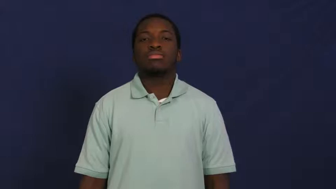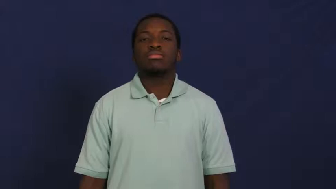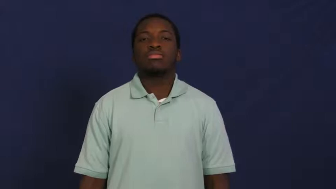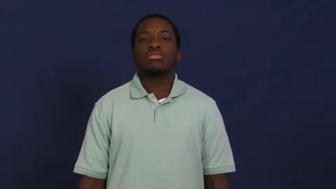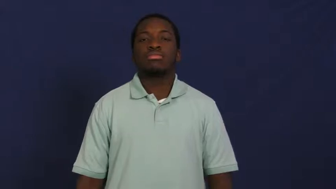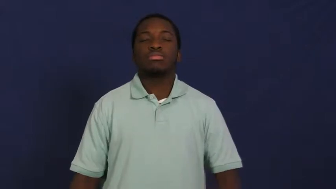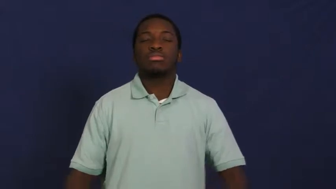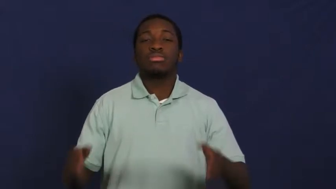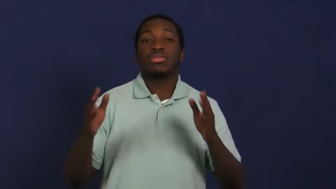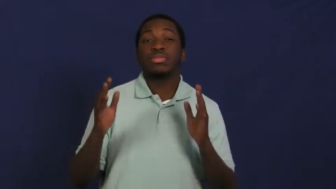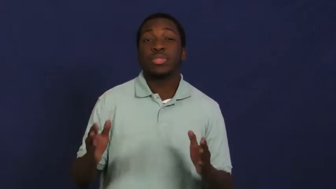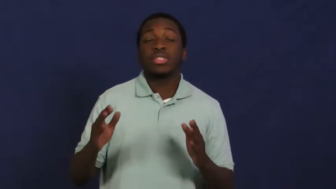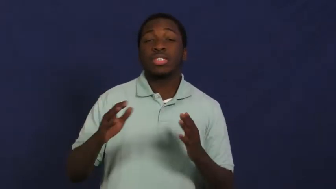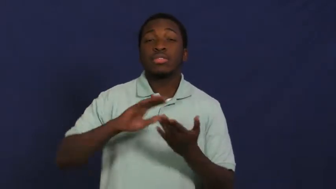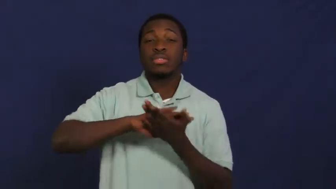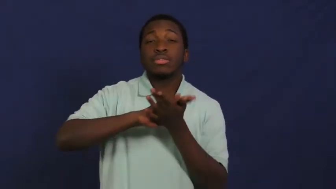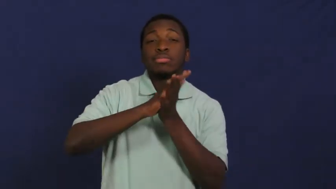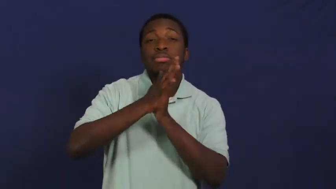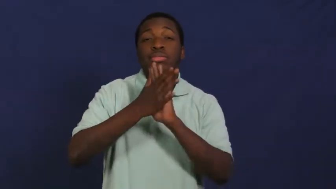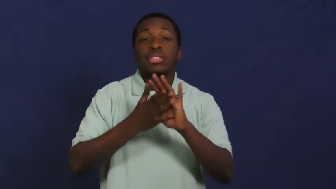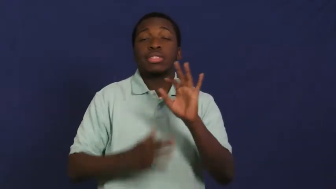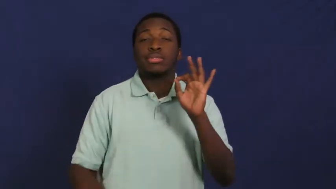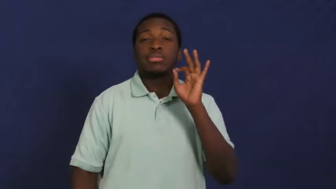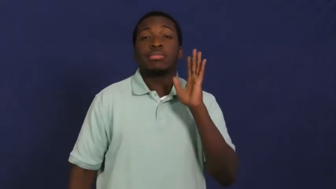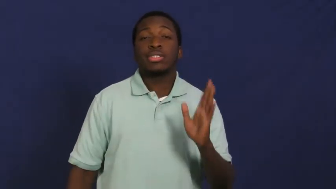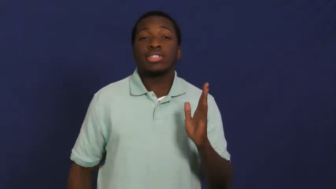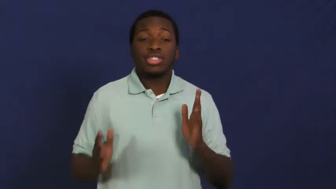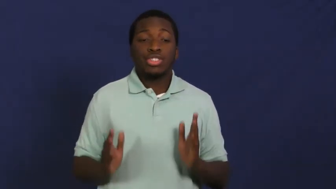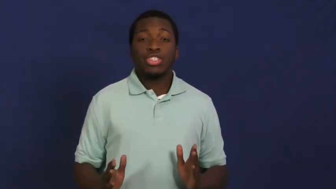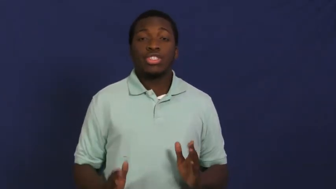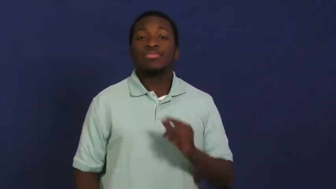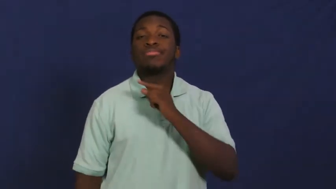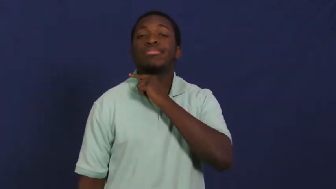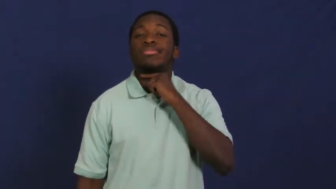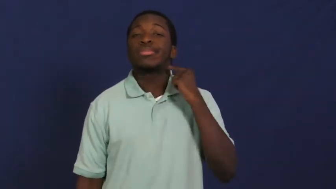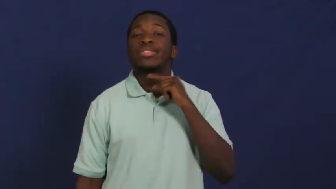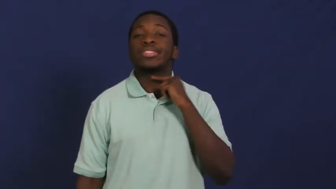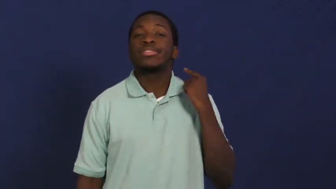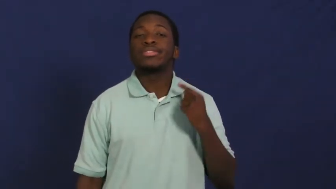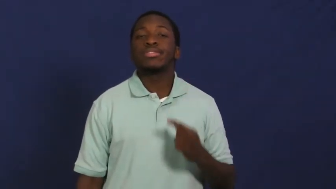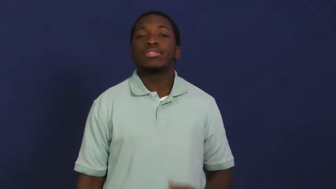ordain-minister